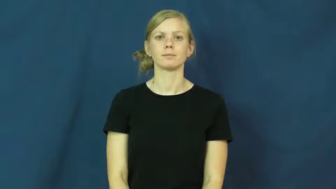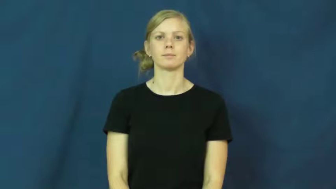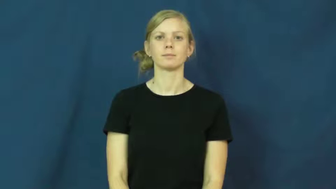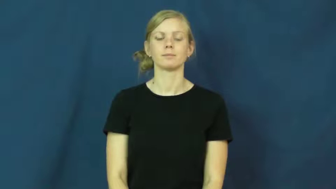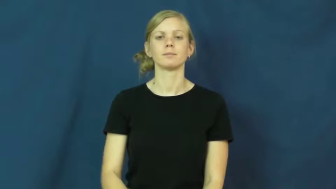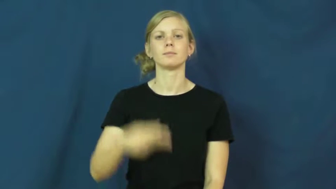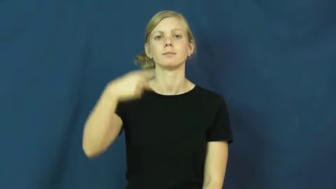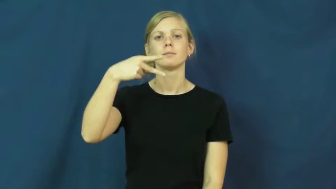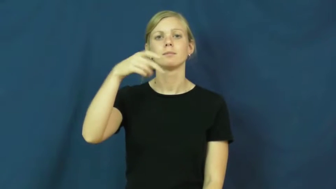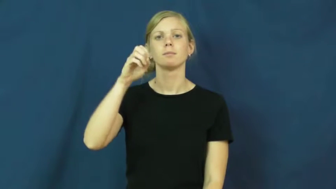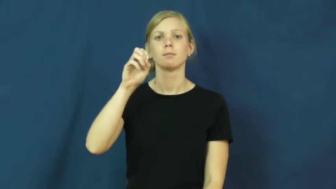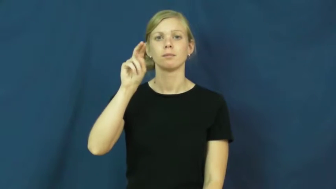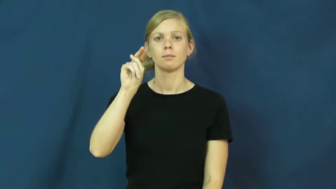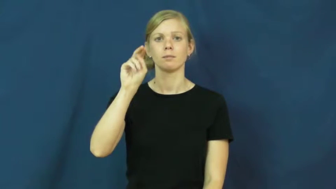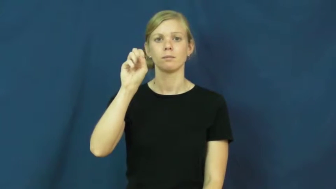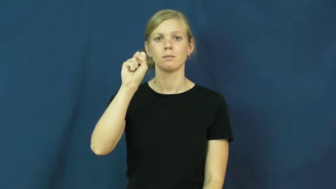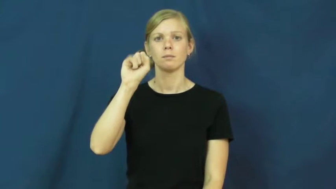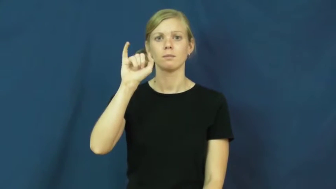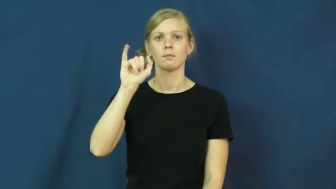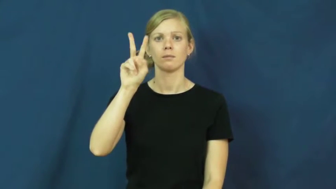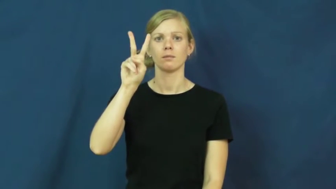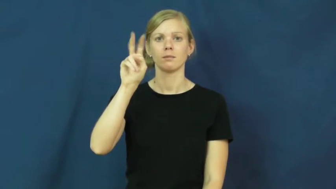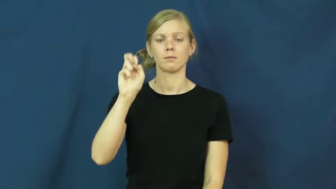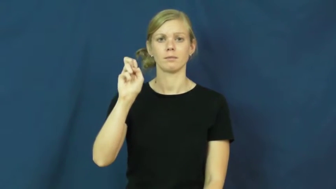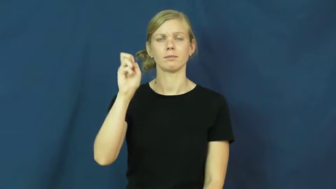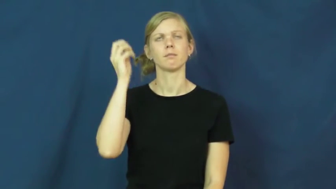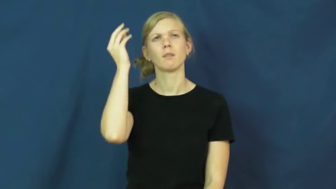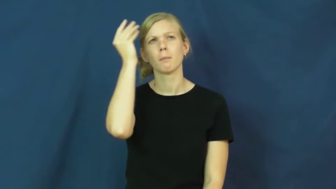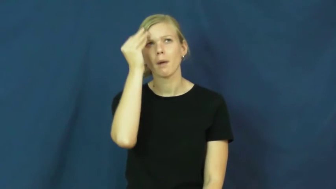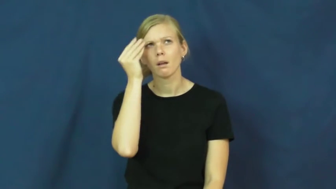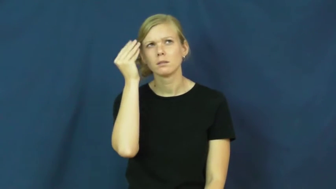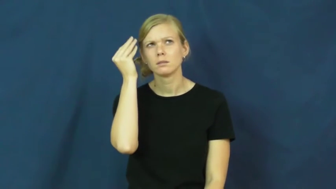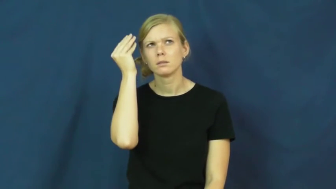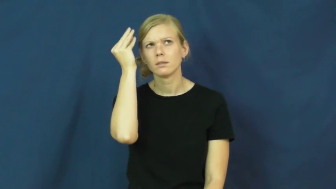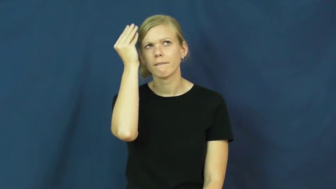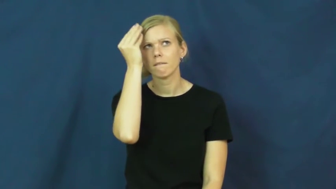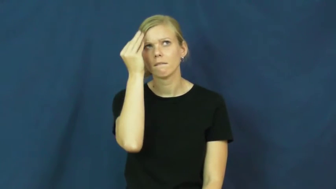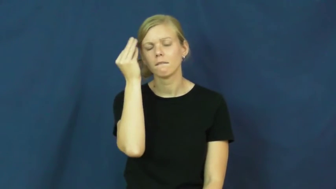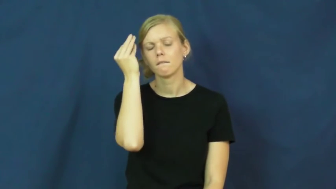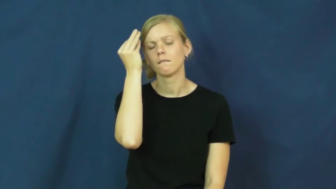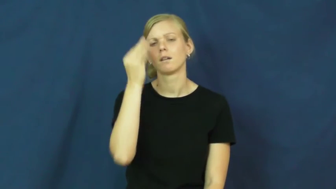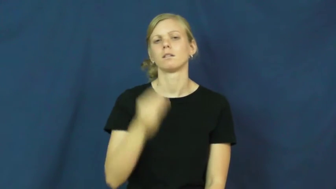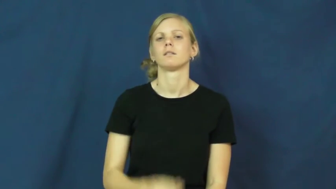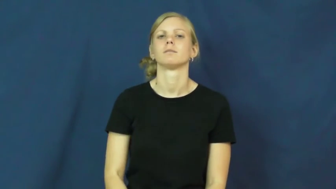pensive